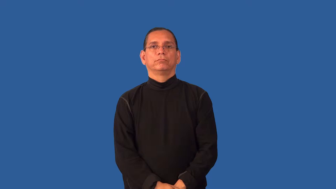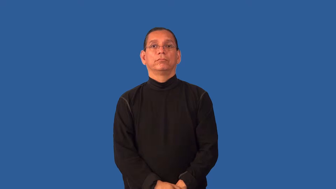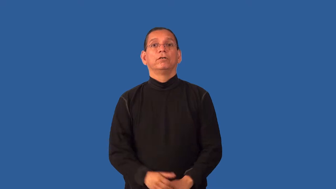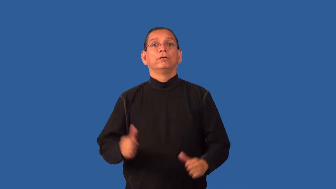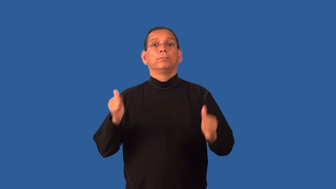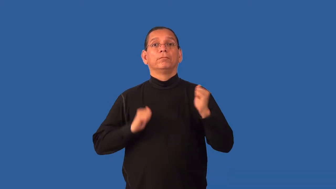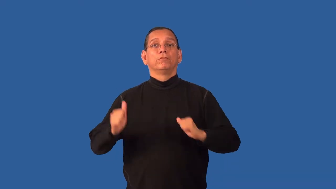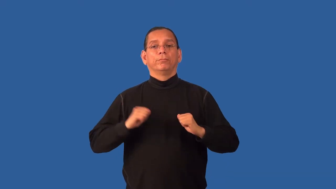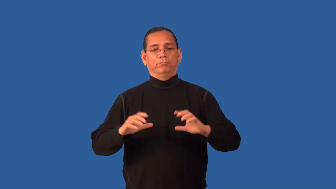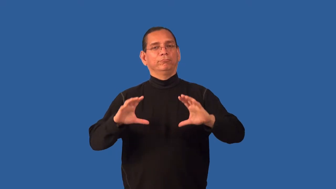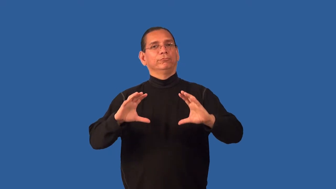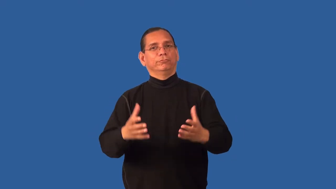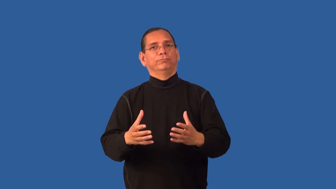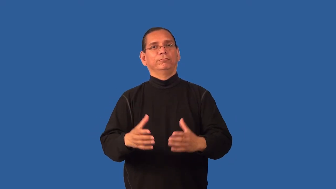ensemble-group